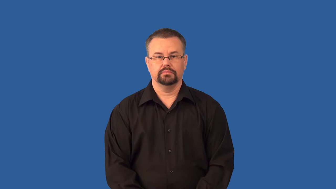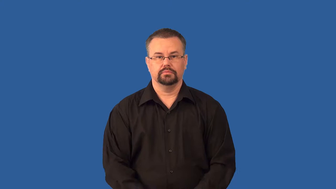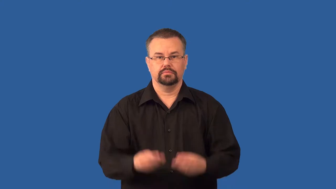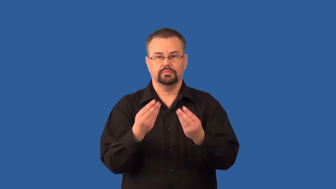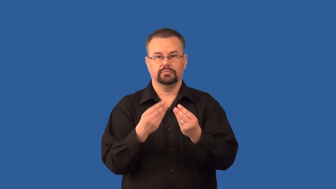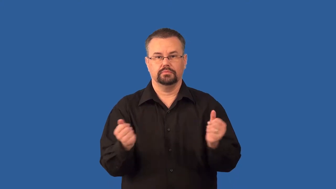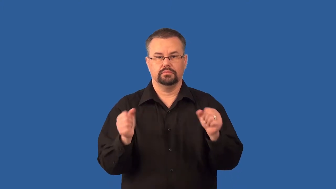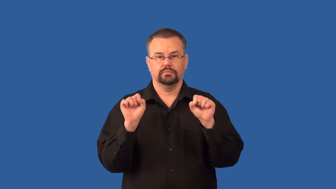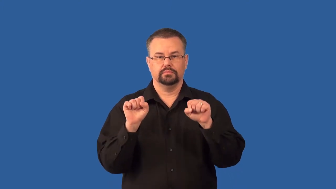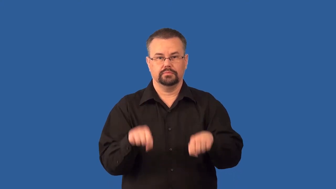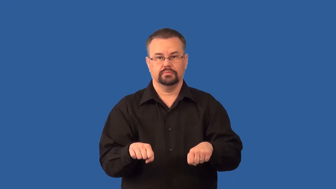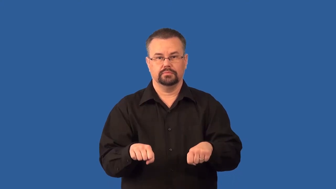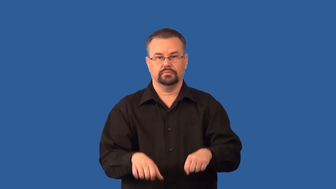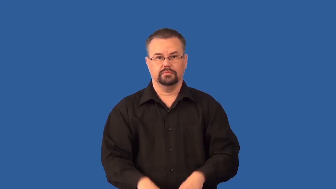solubility